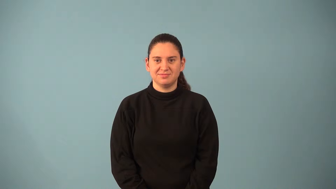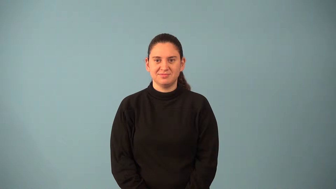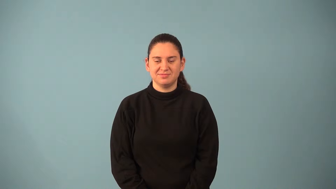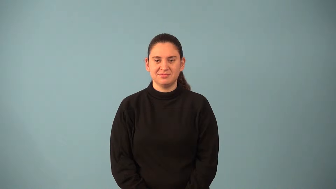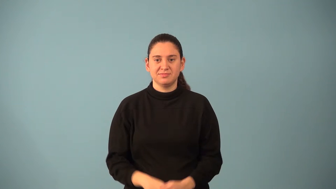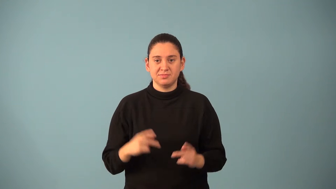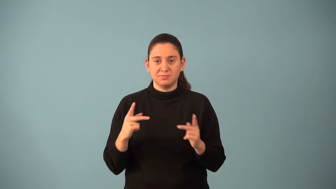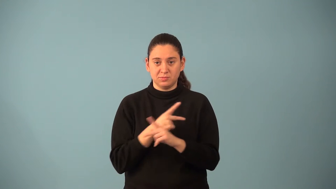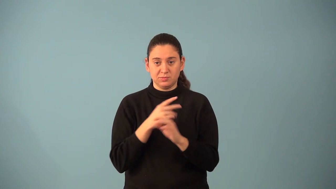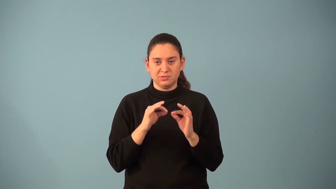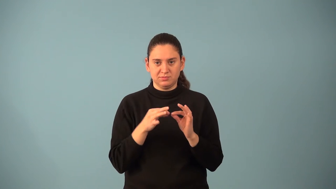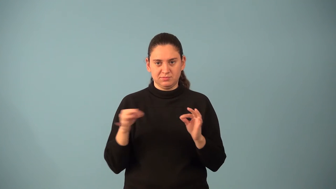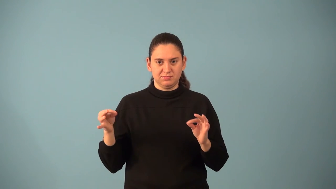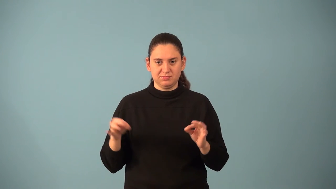multiplication sentence